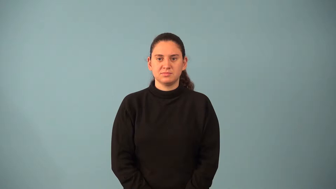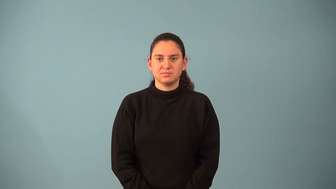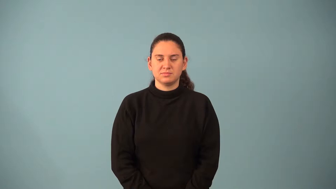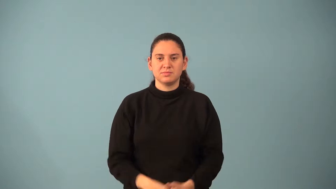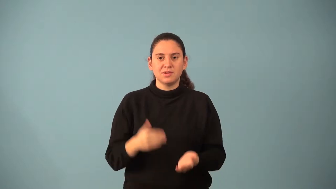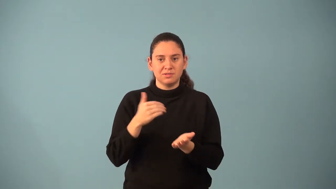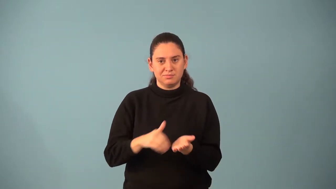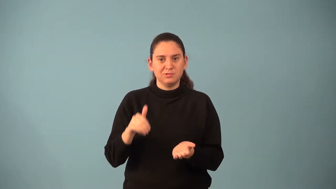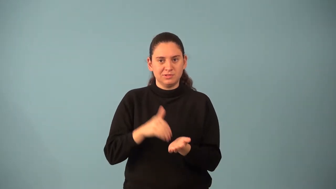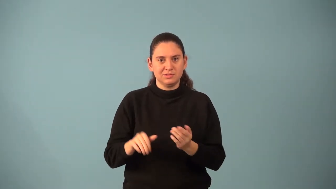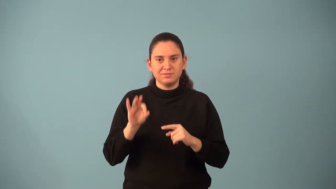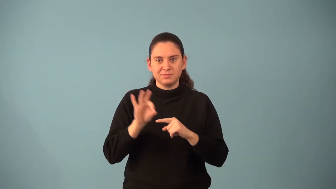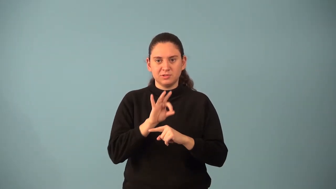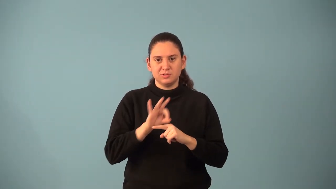periodic function